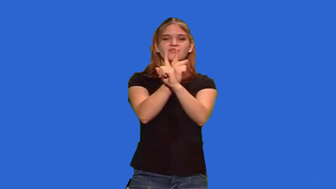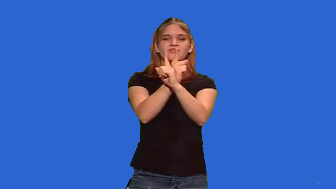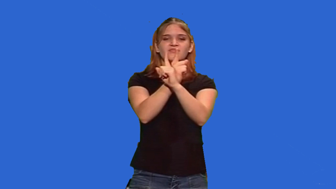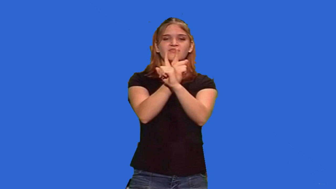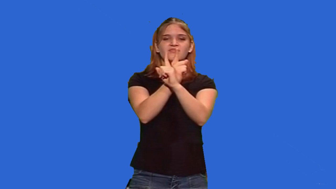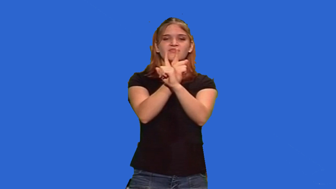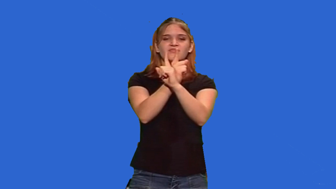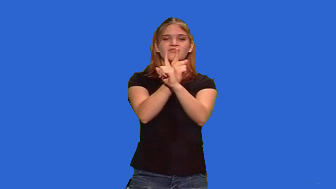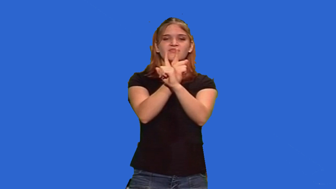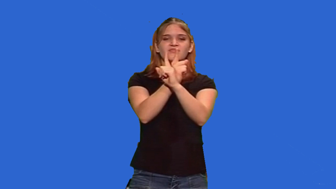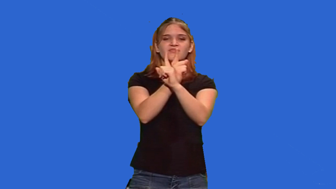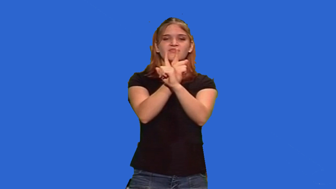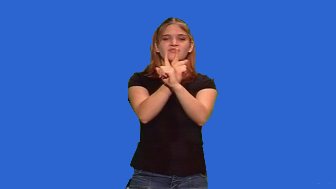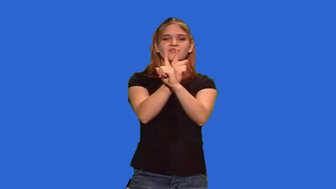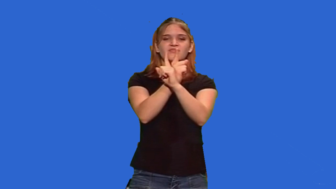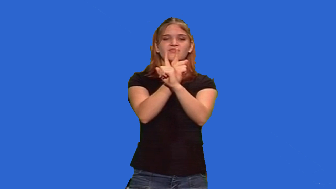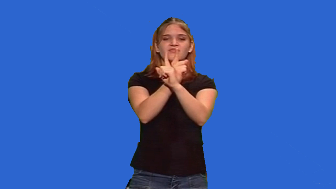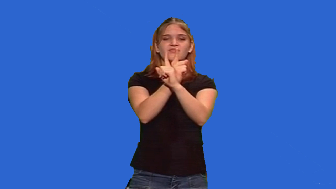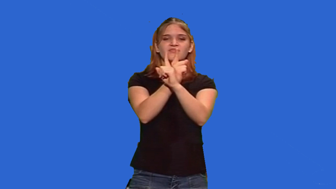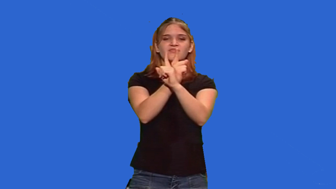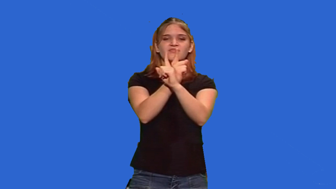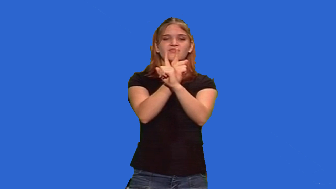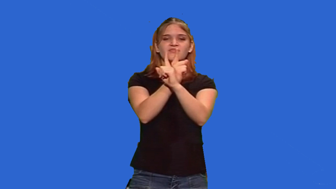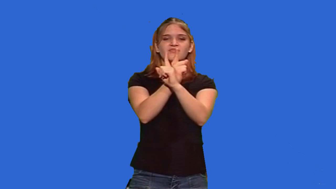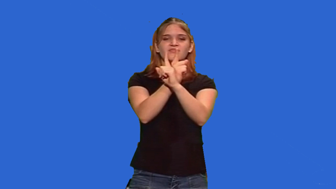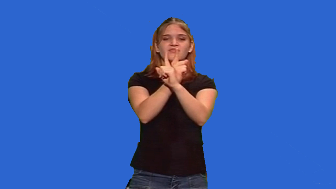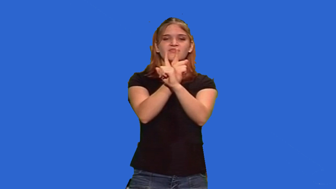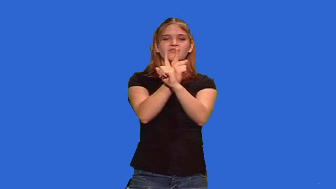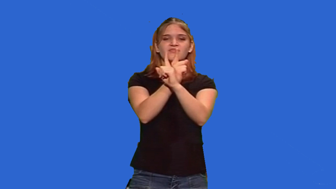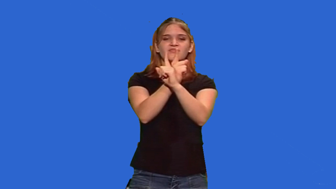back to back